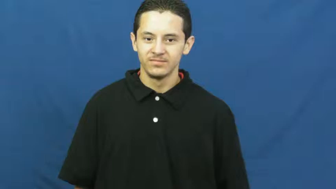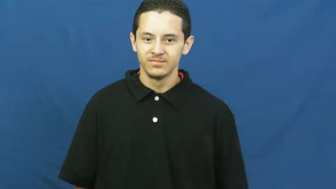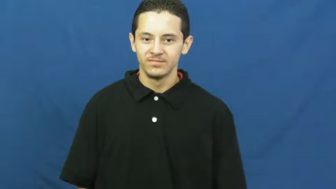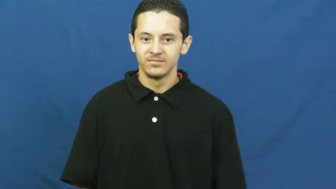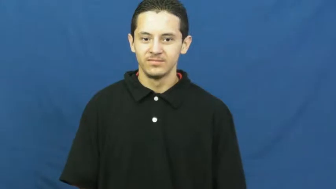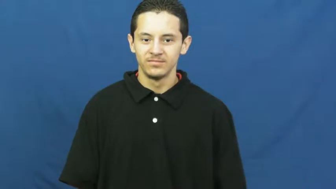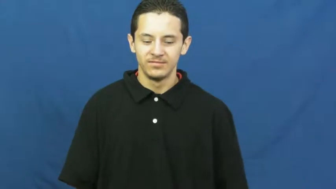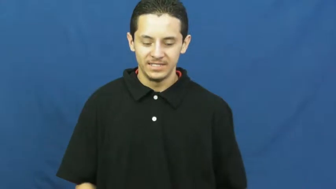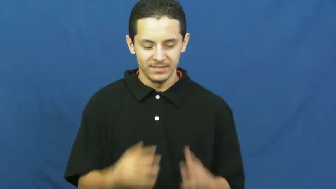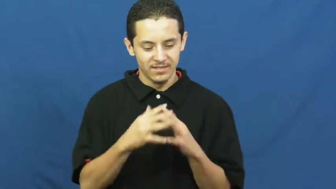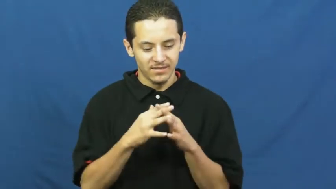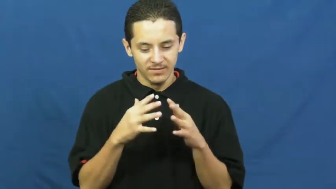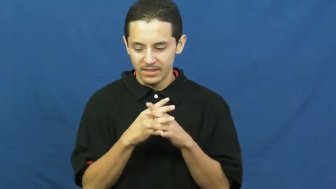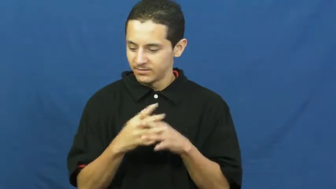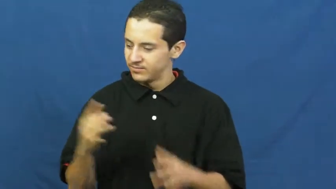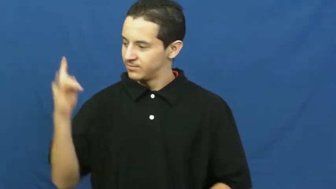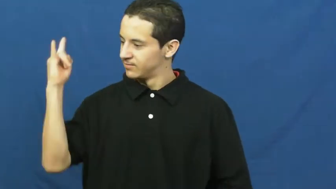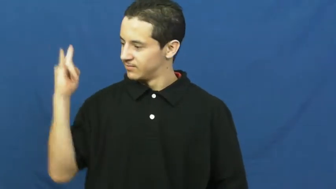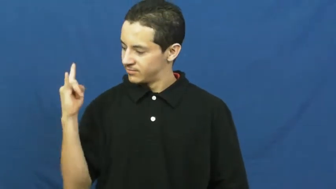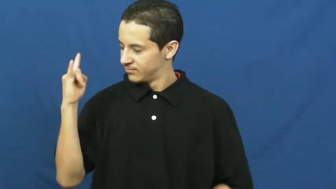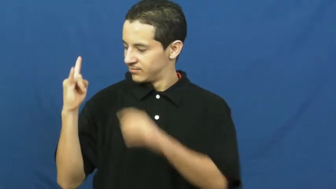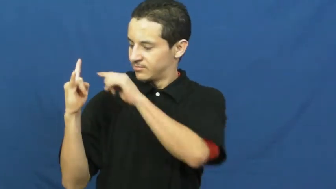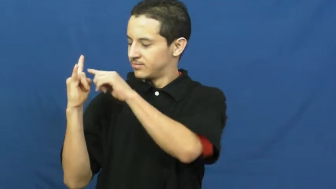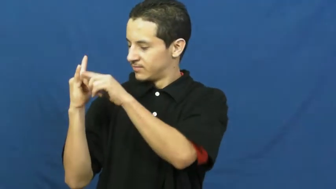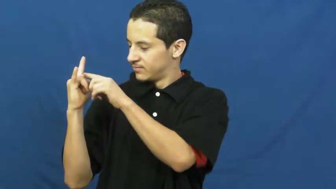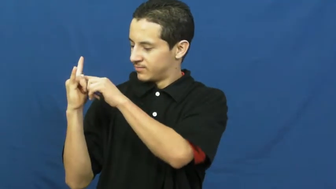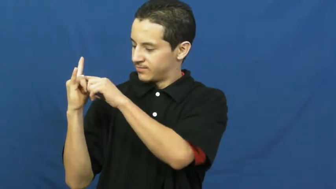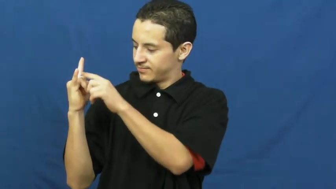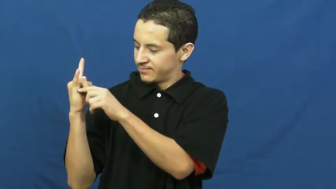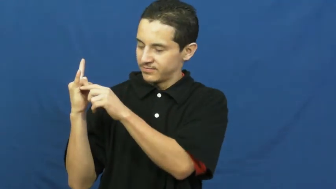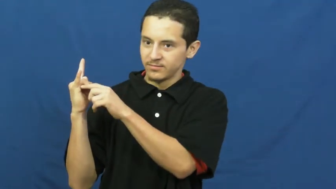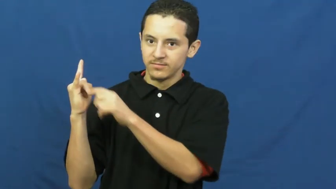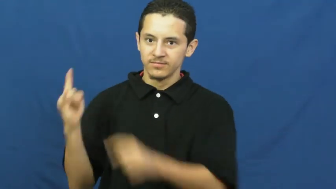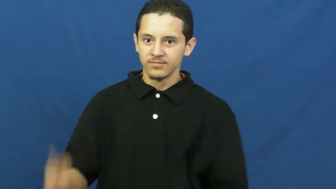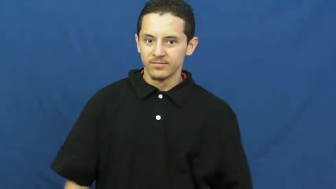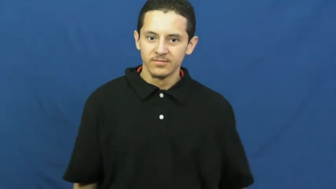crossbar-football